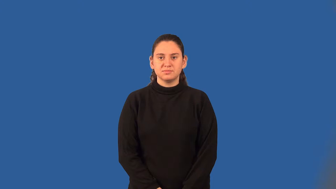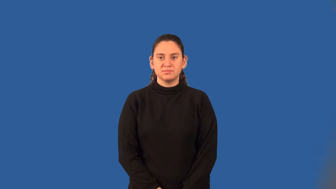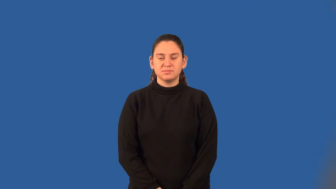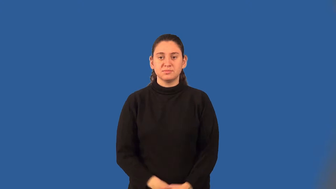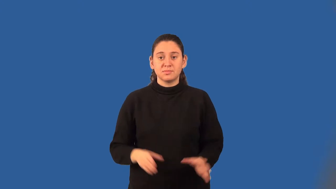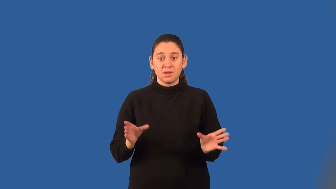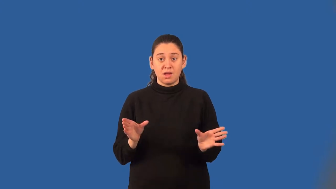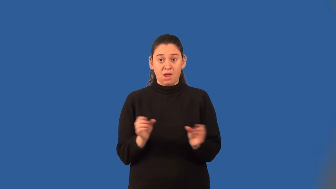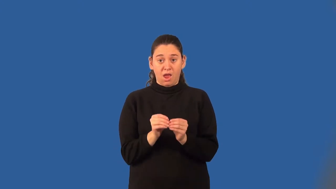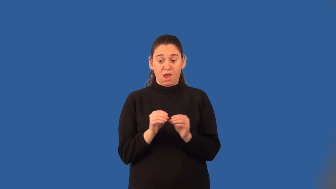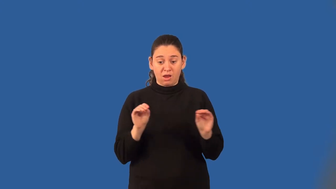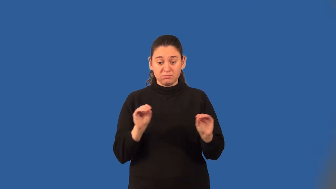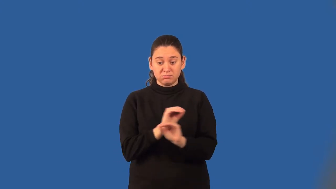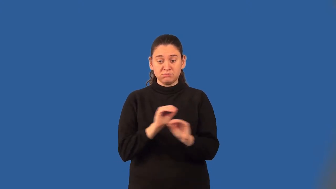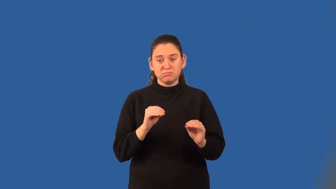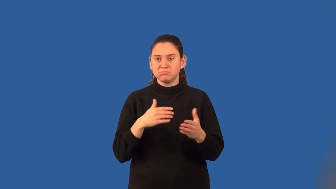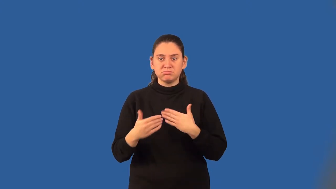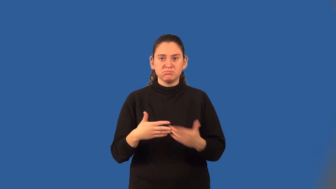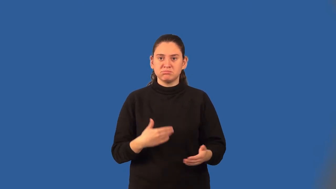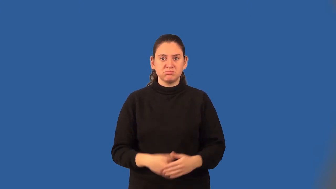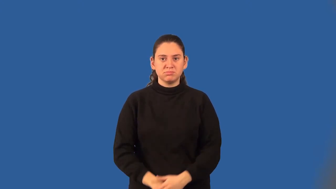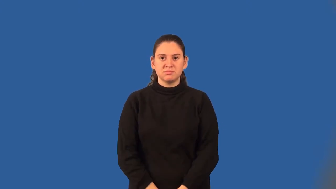commutative property of addition